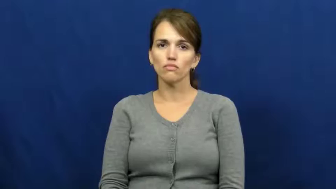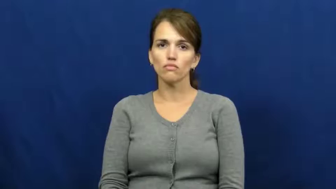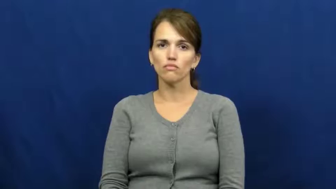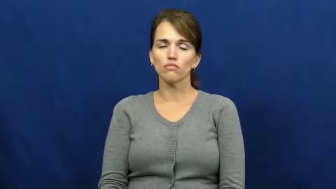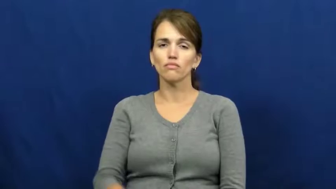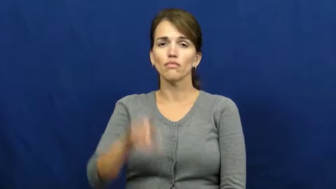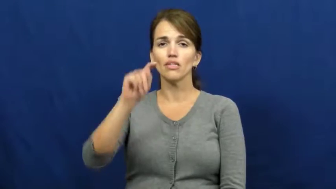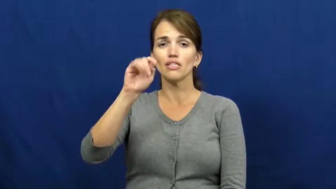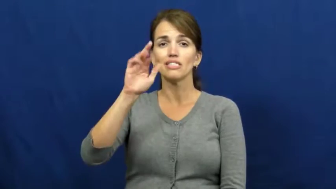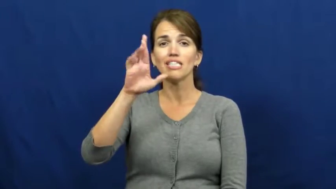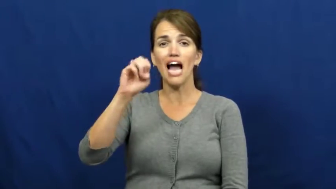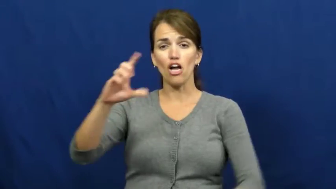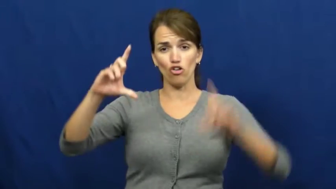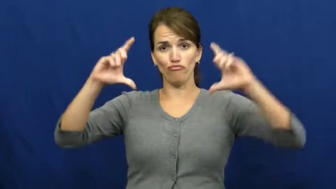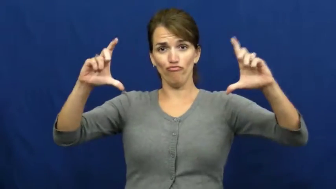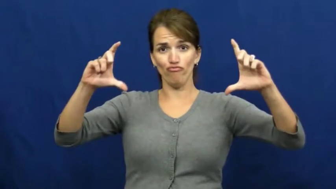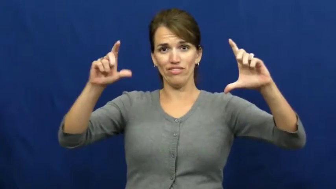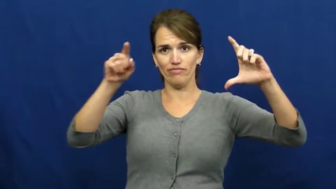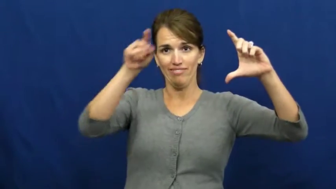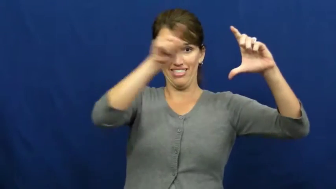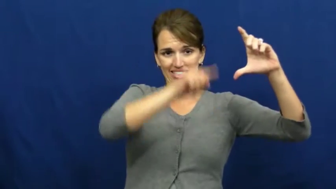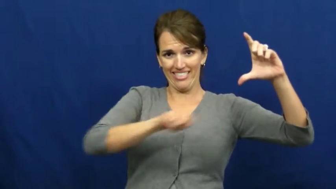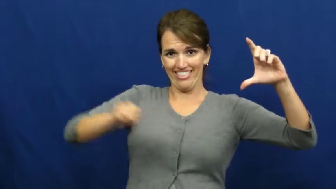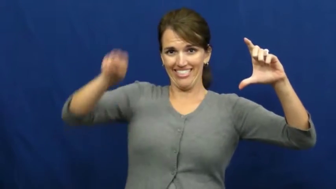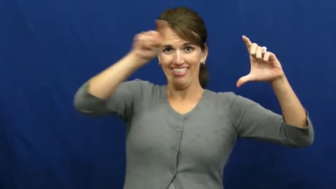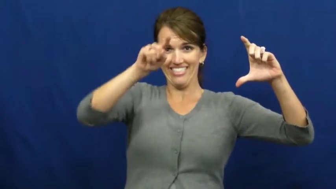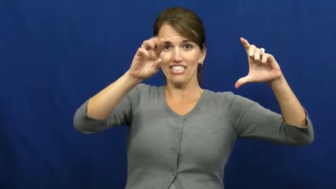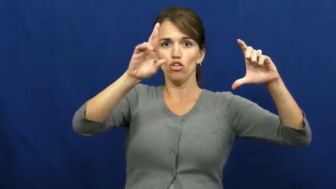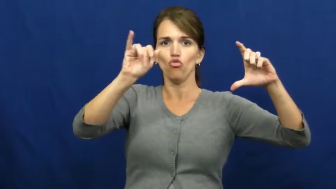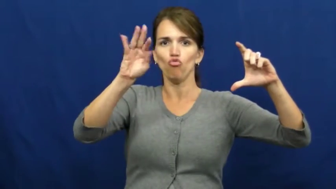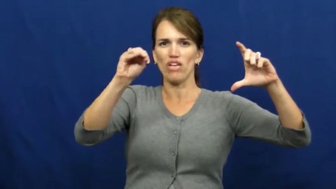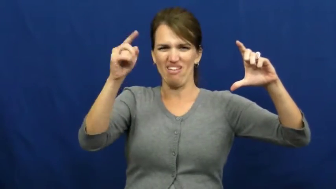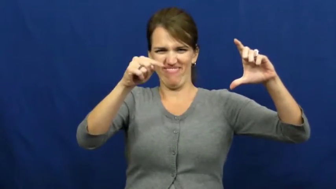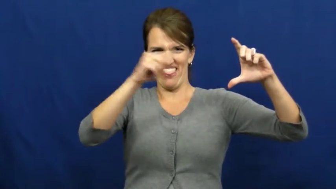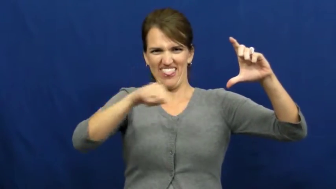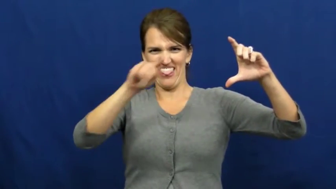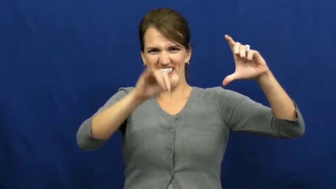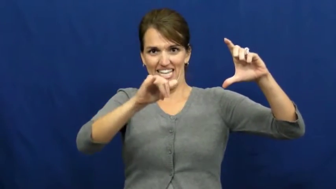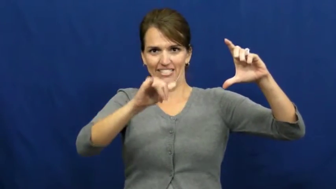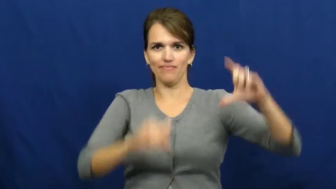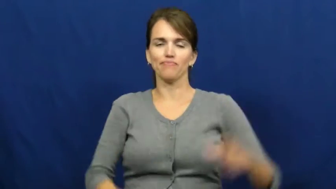rim-wheel